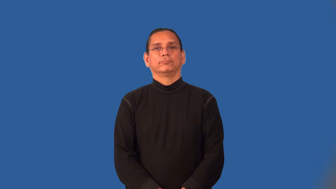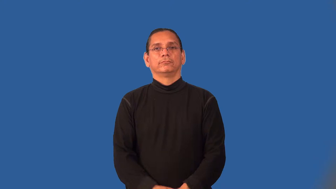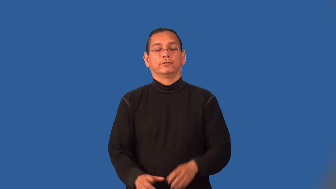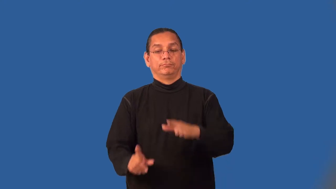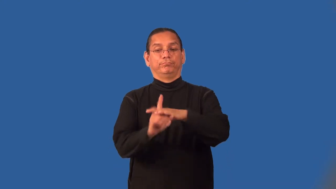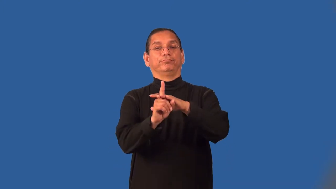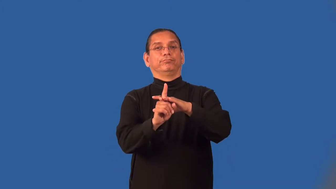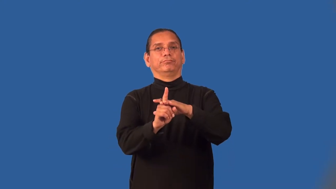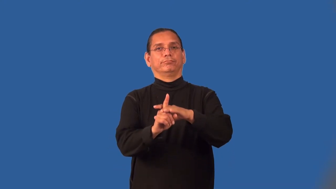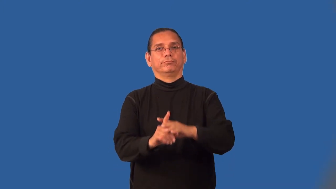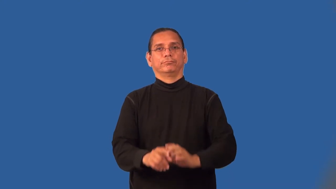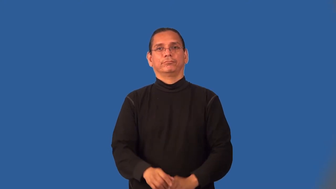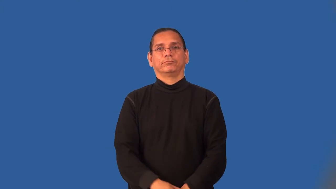materialize